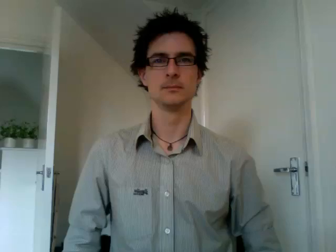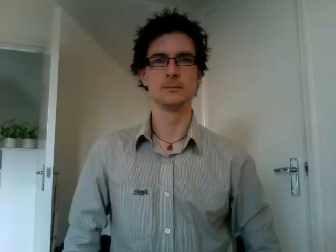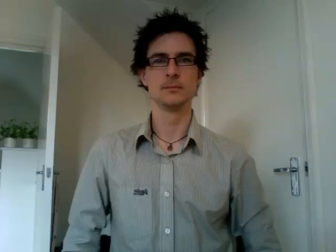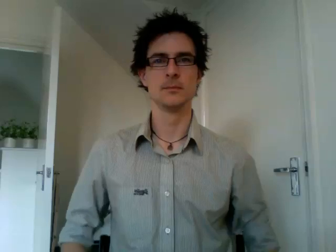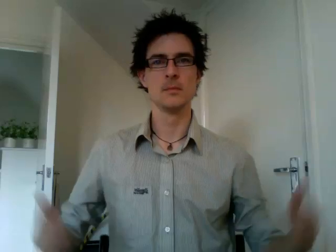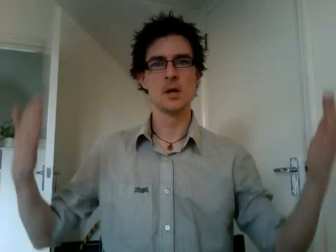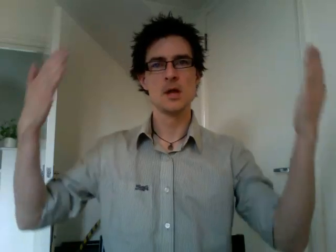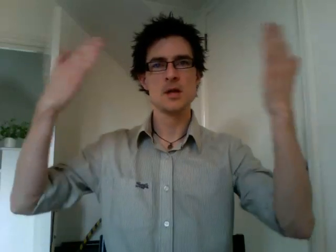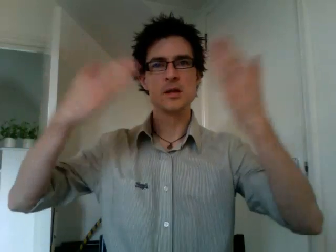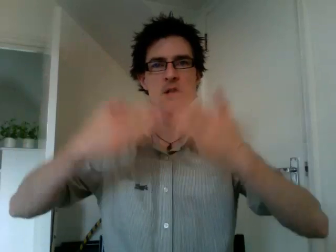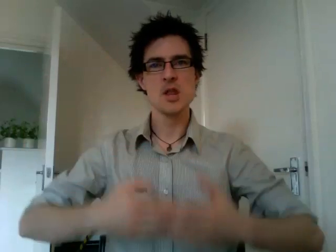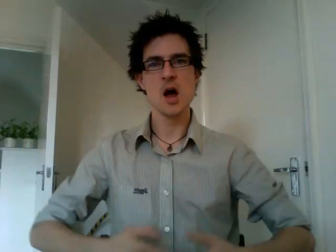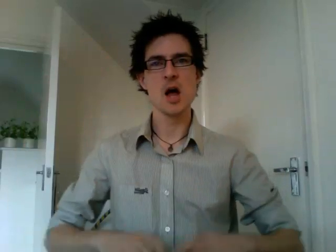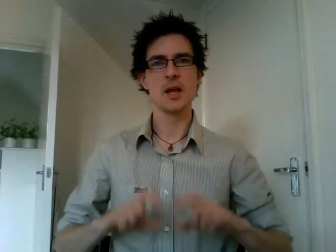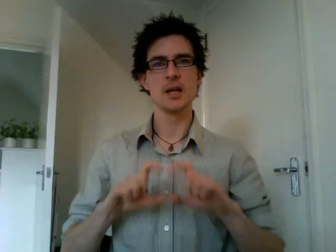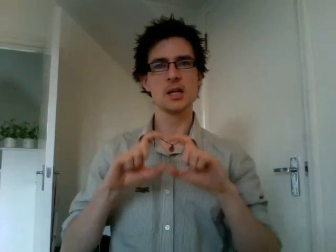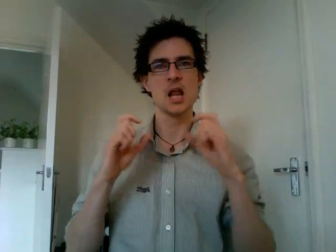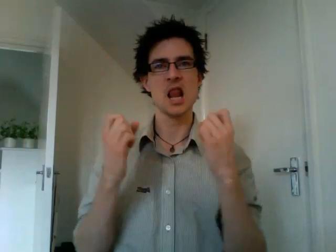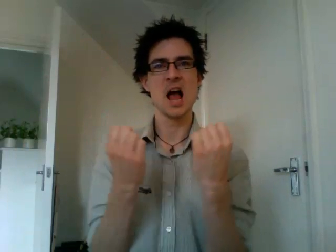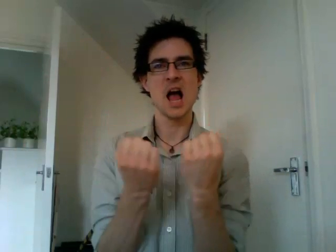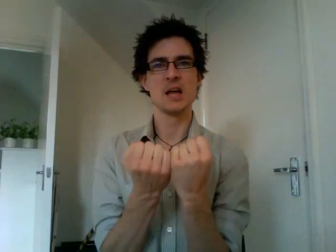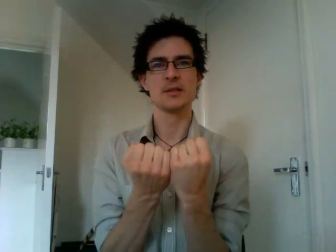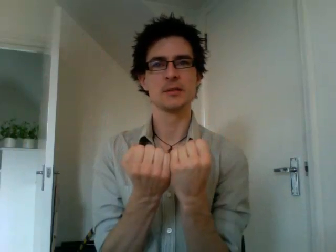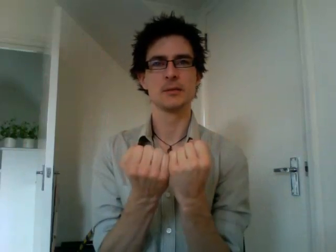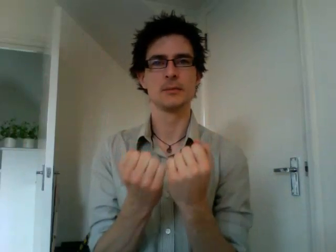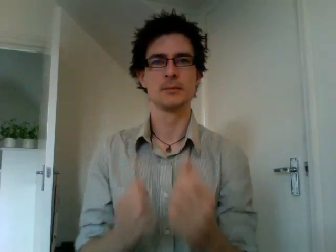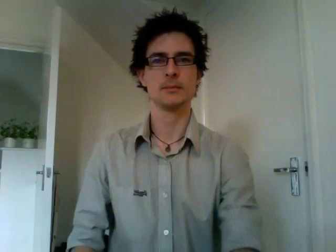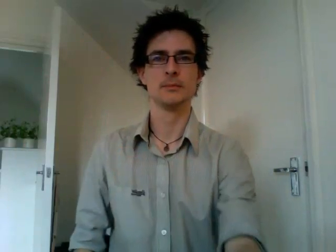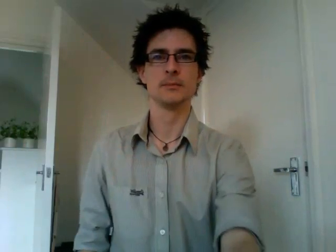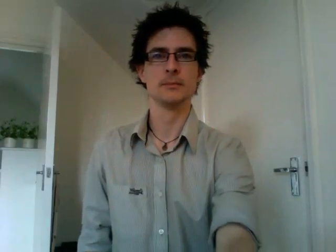night class